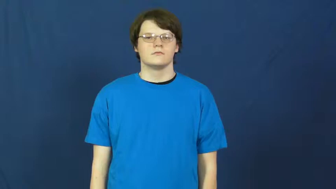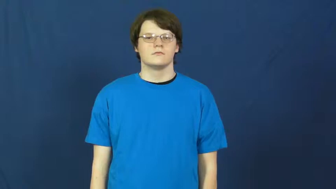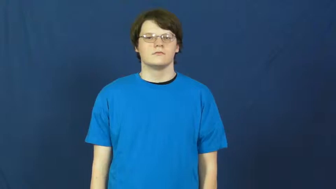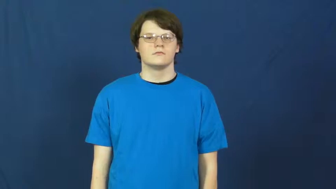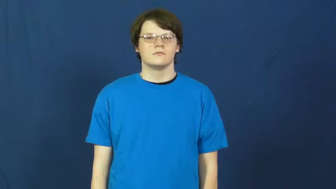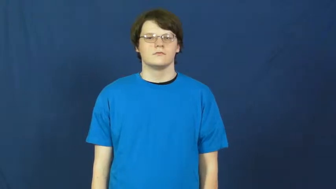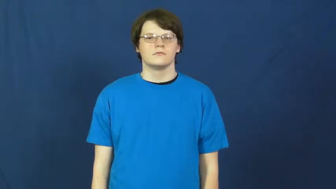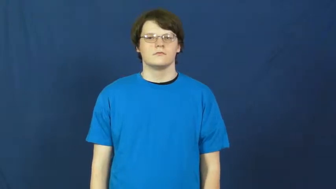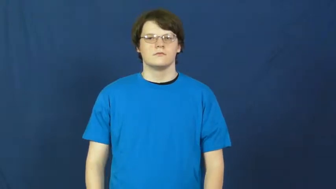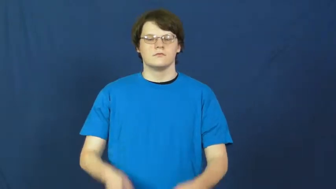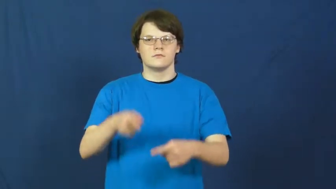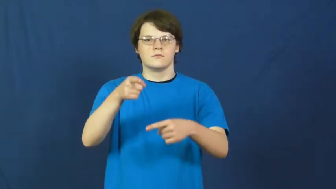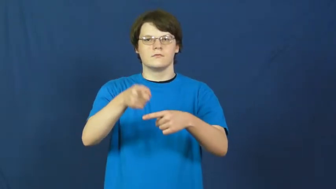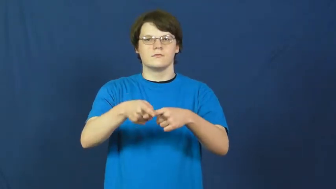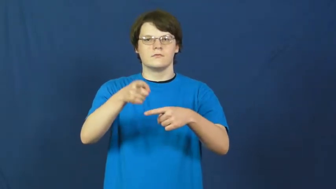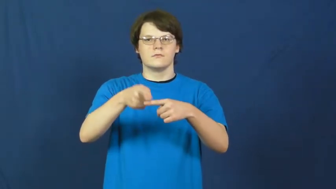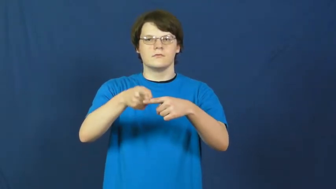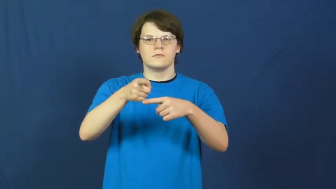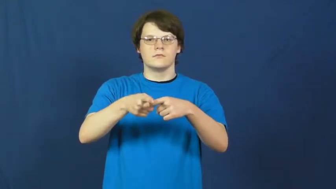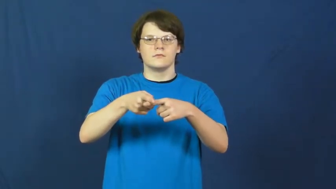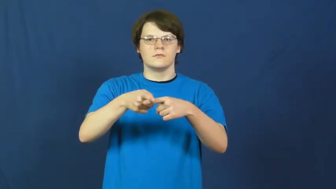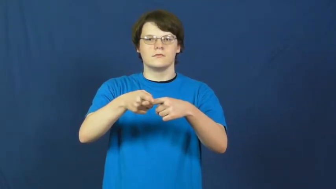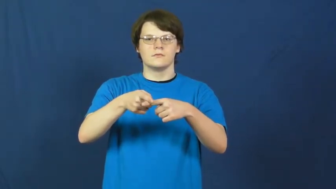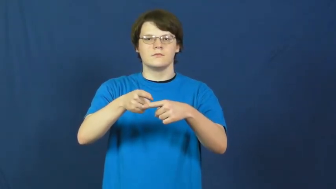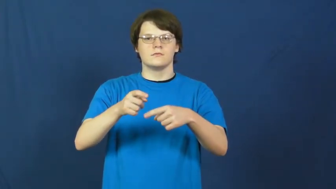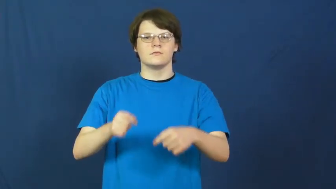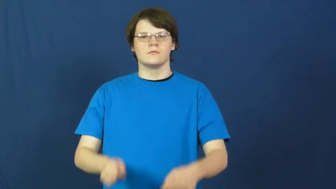greek,hellenic